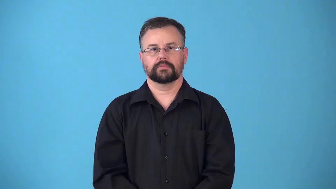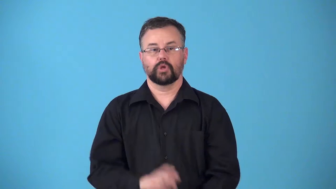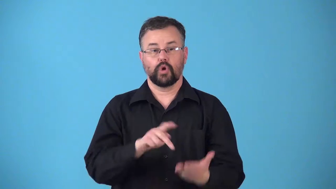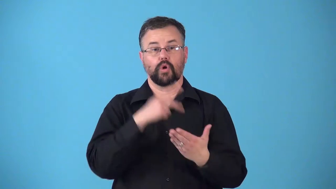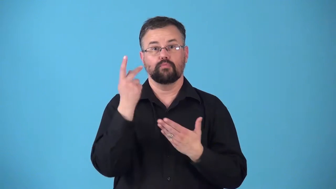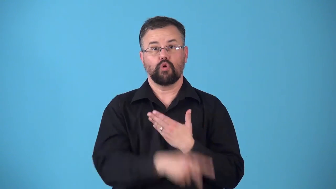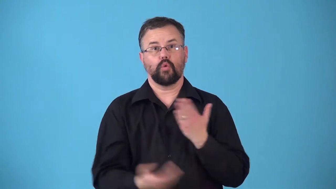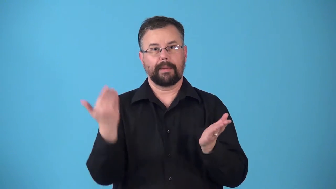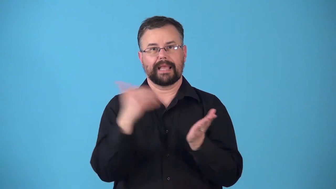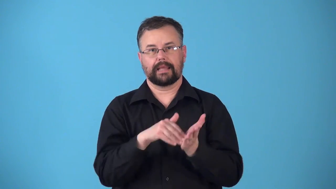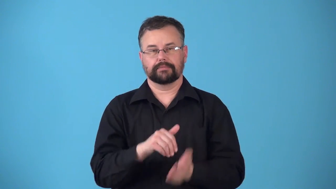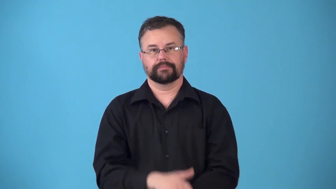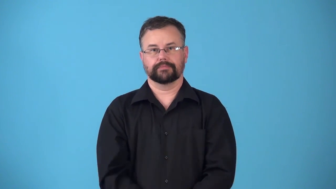reprogram